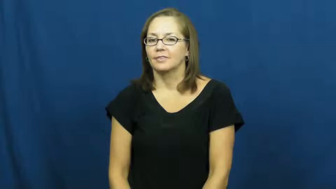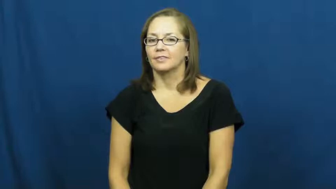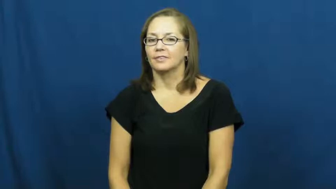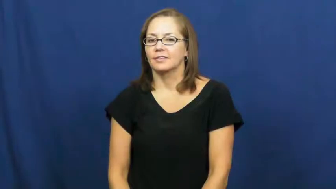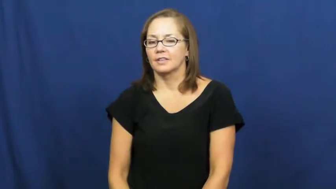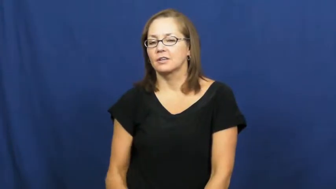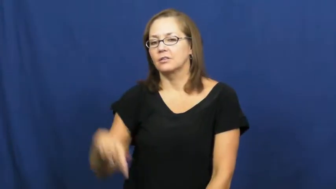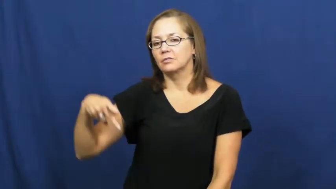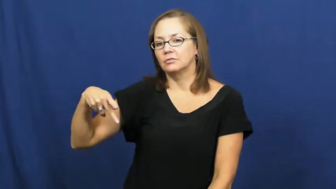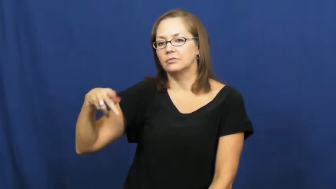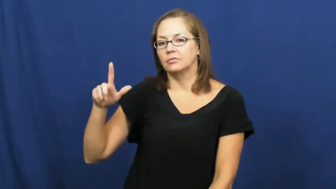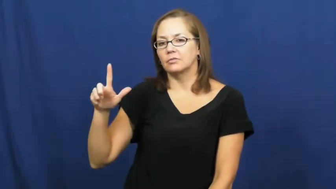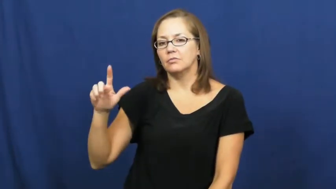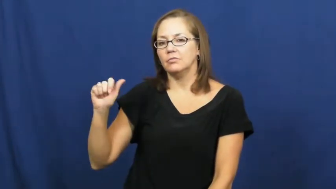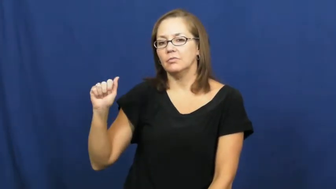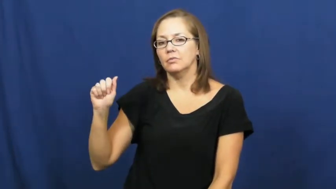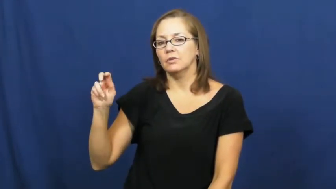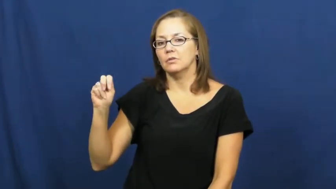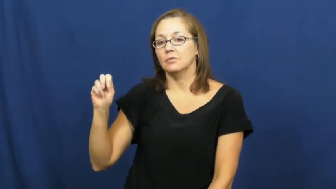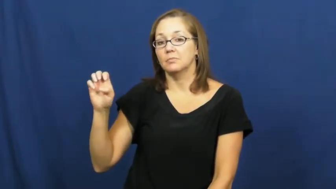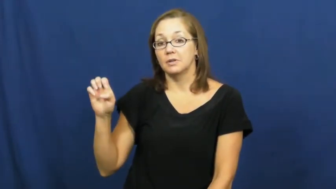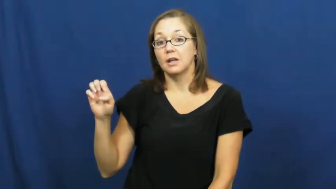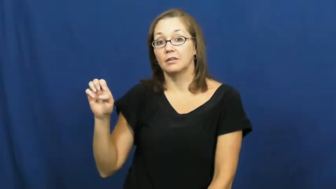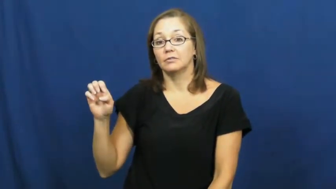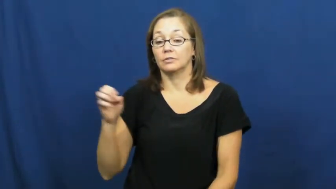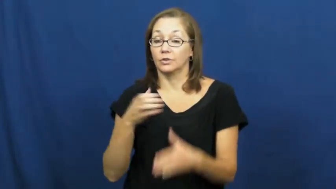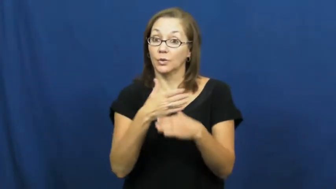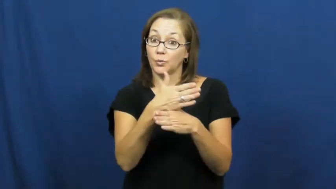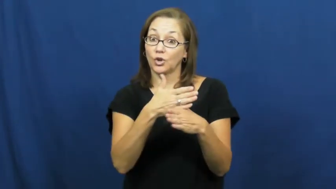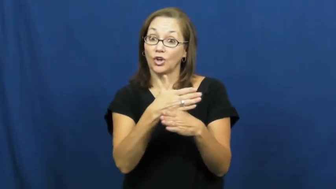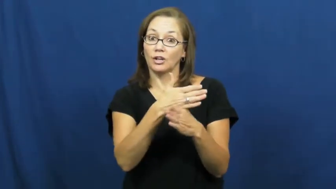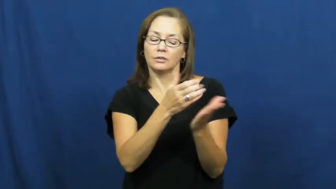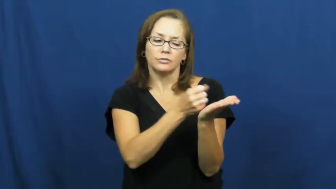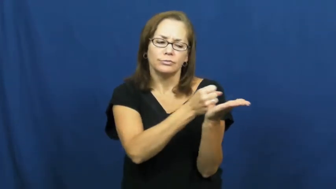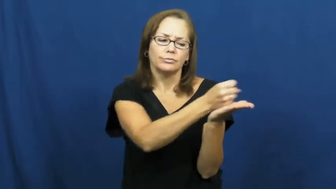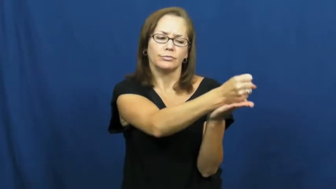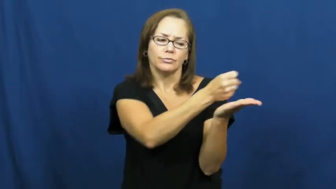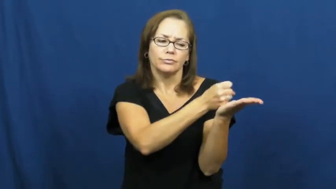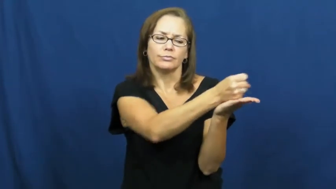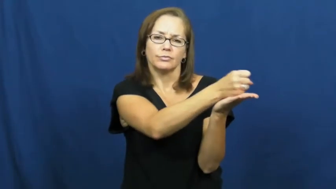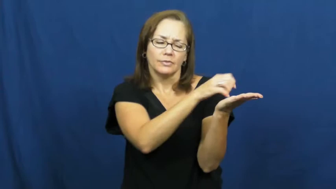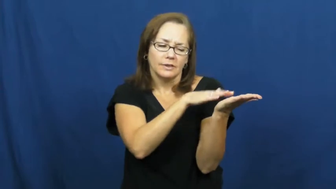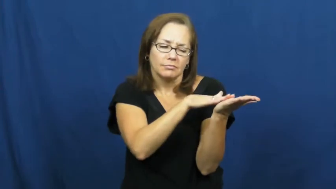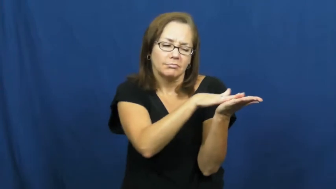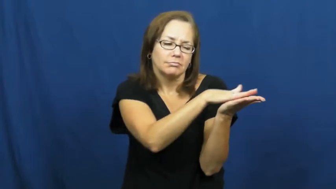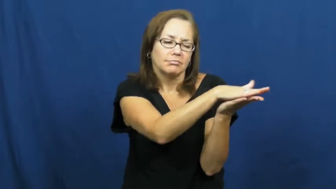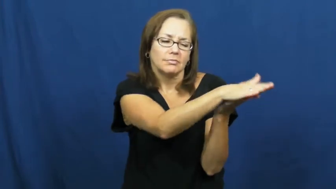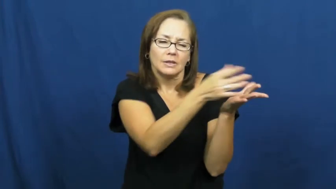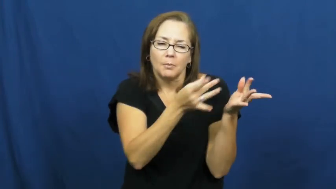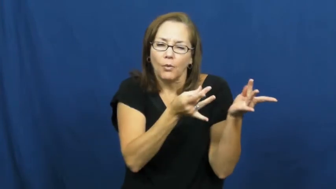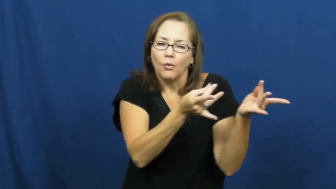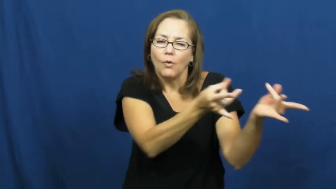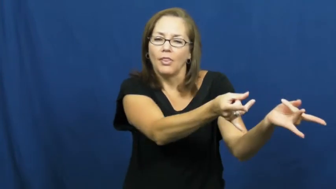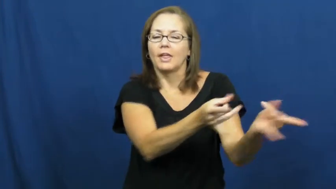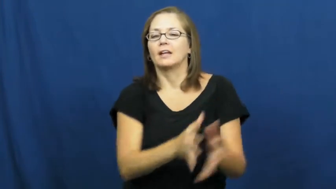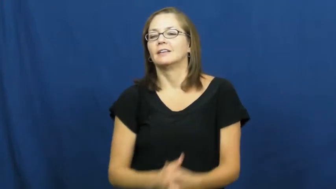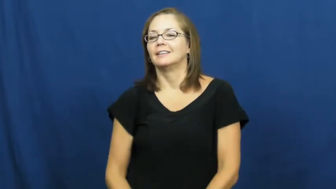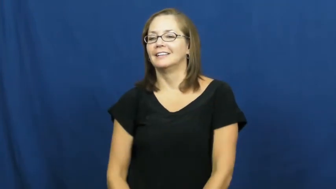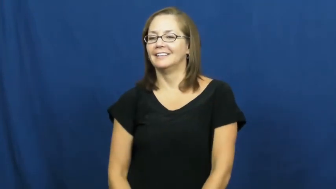plane-tool